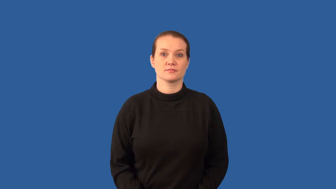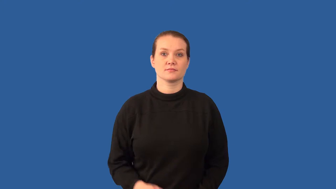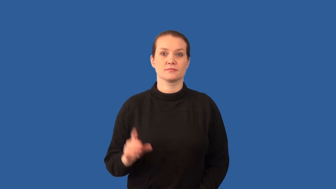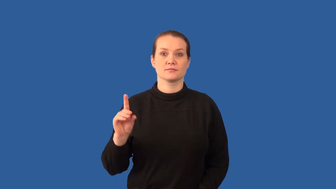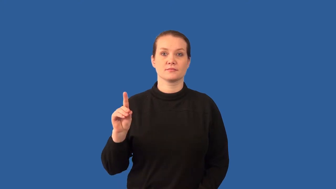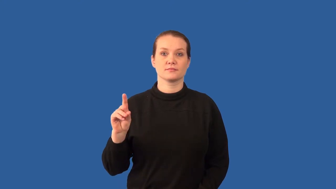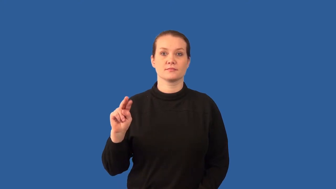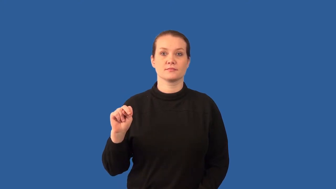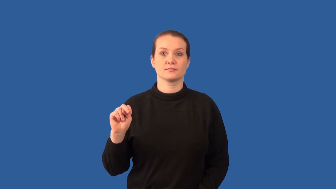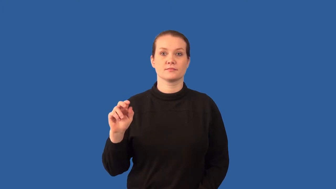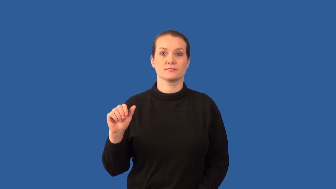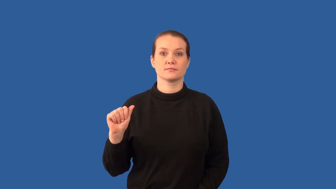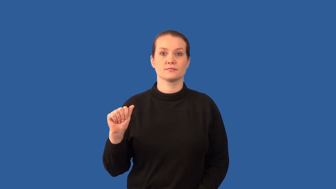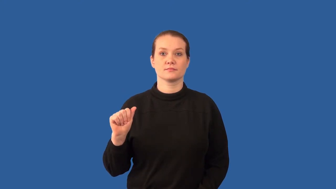deoxyribonucleic acid-DNA